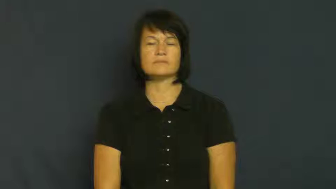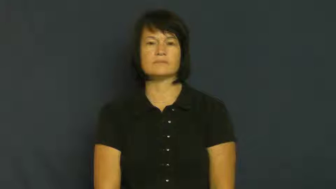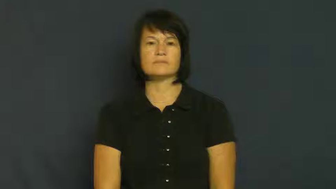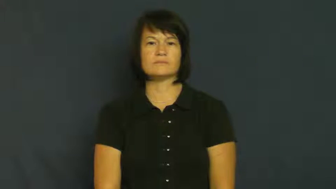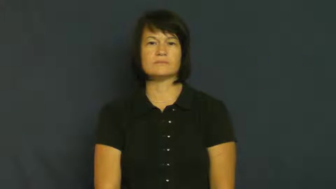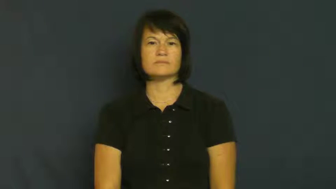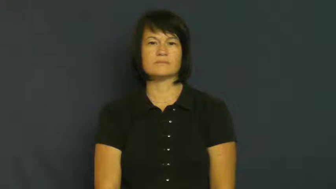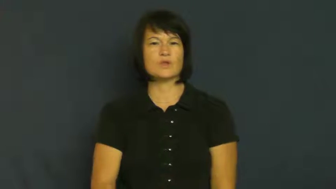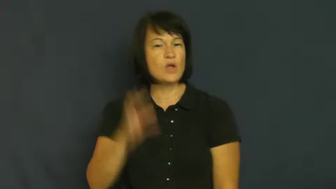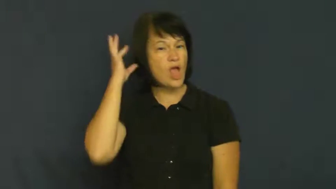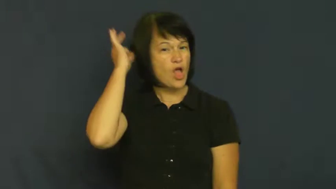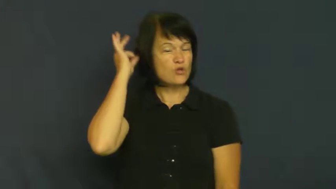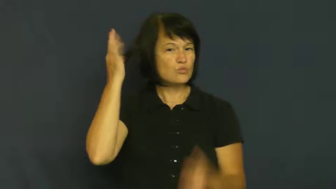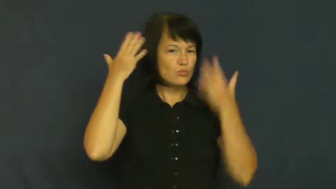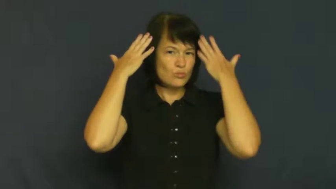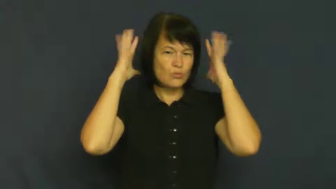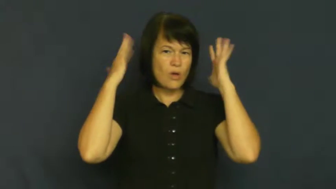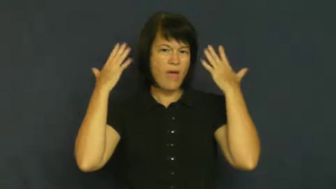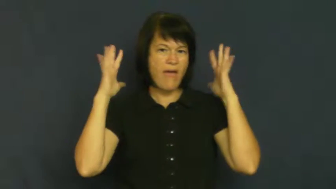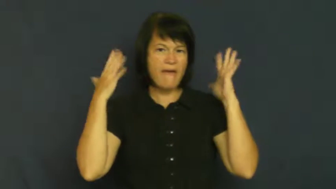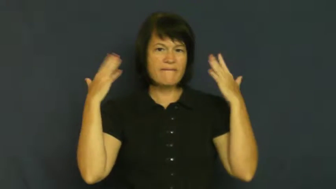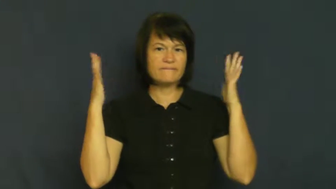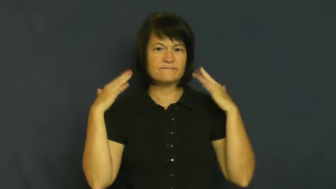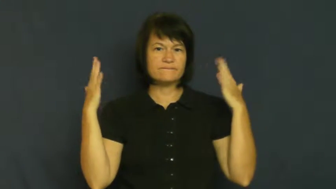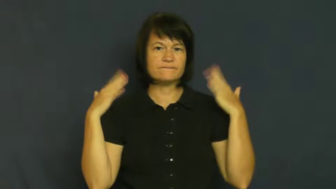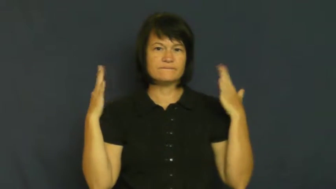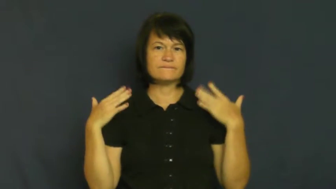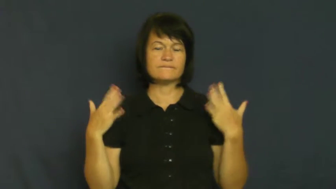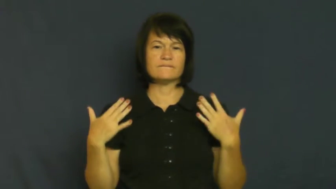wave-hair